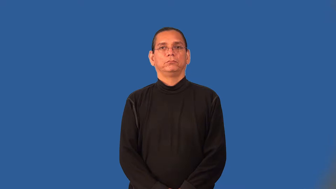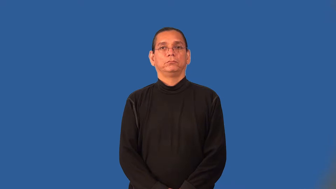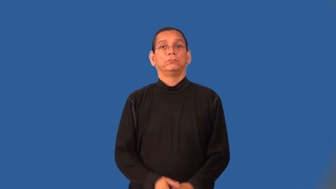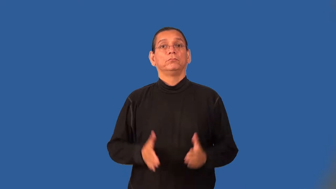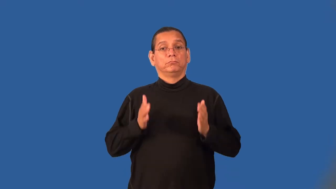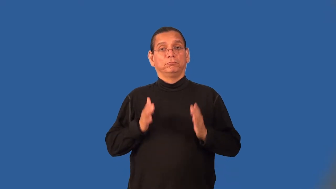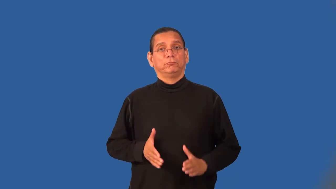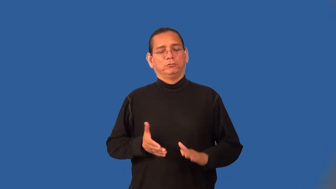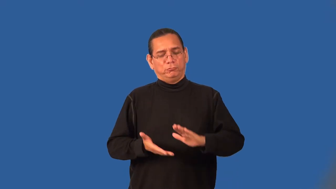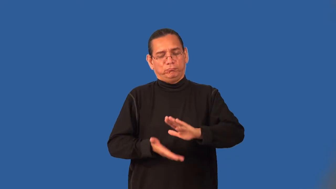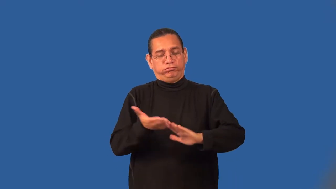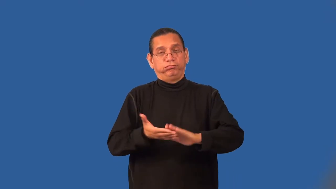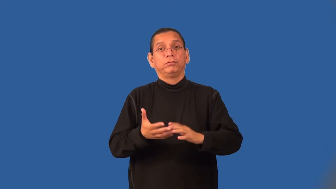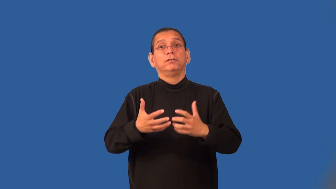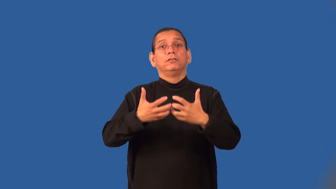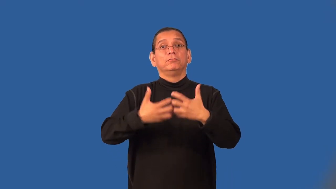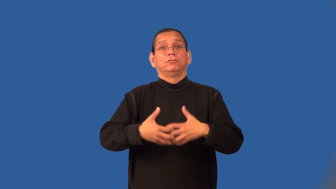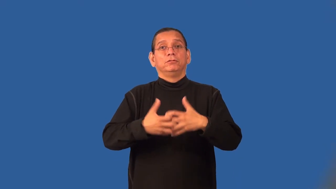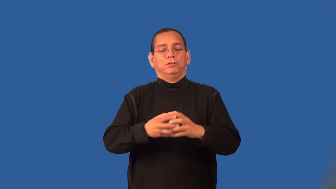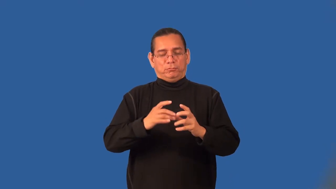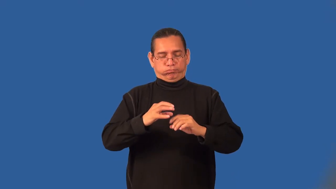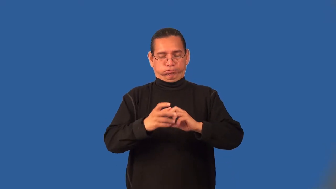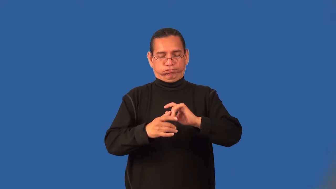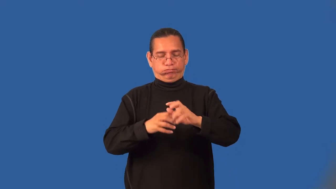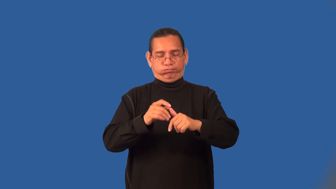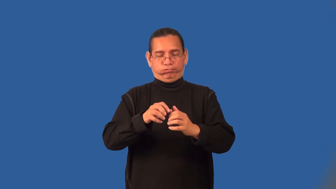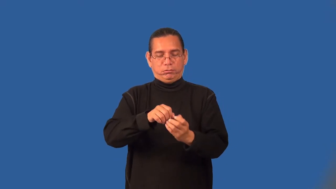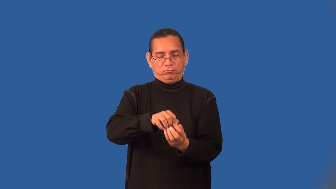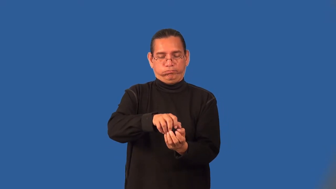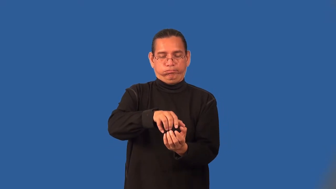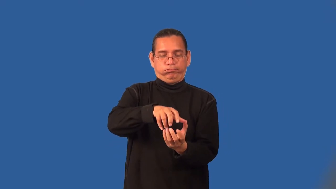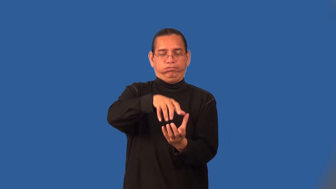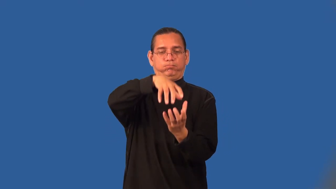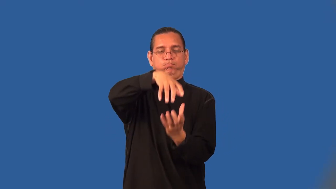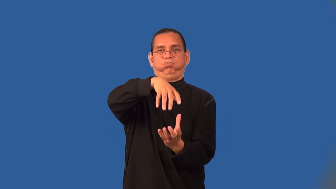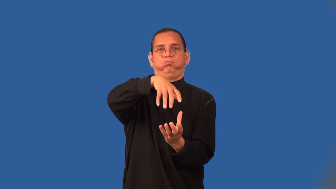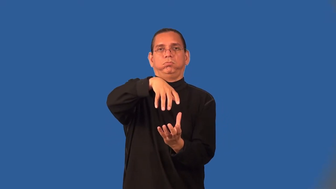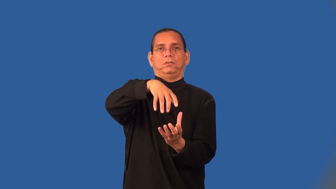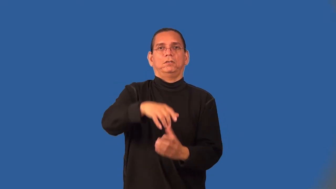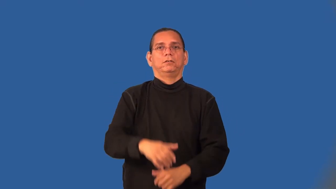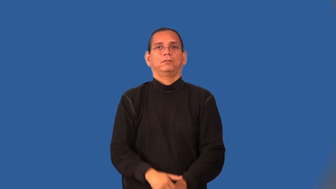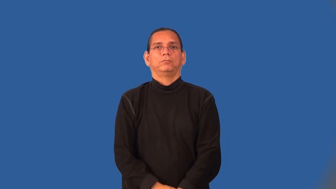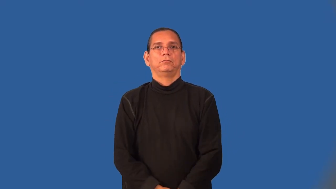baler